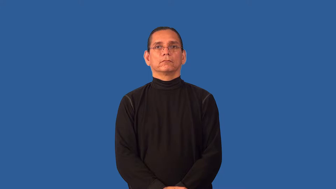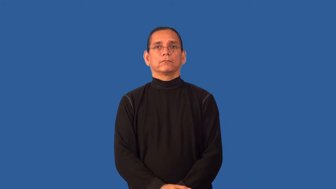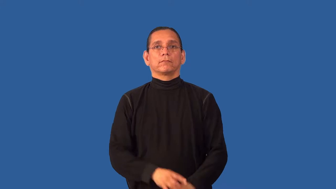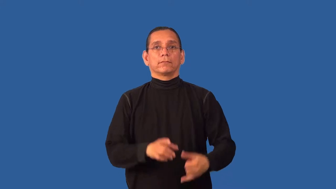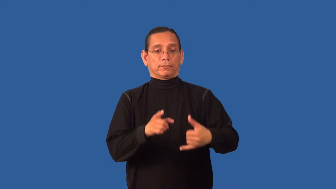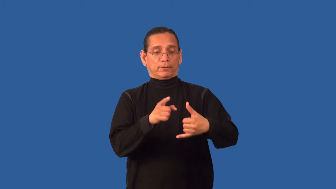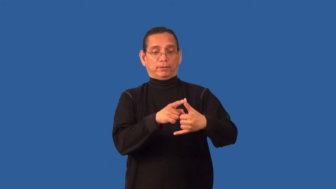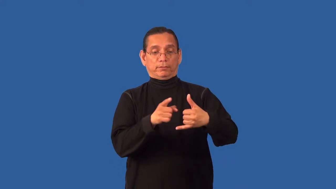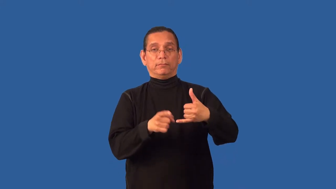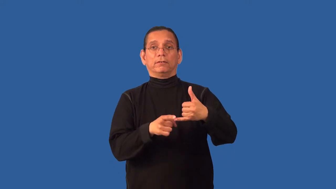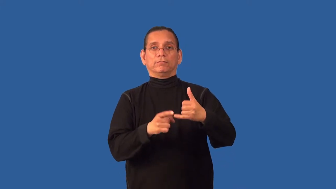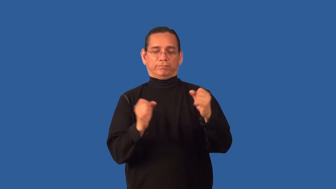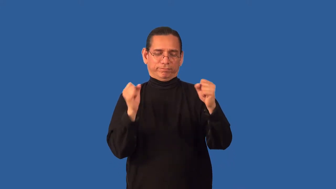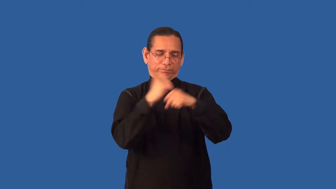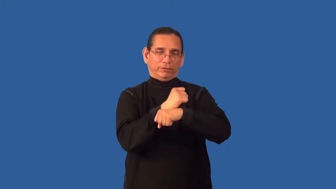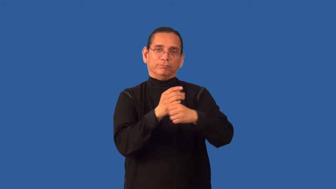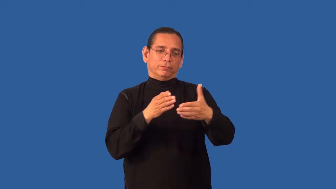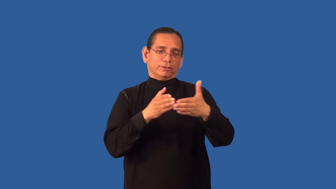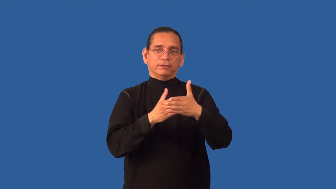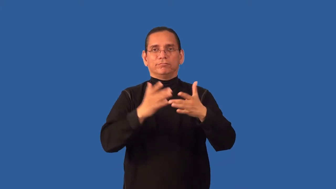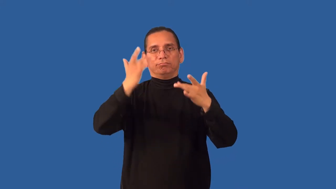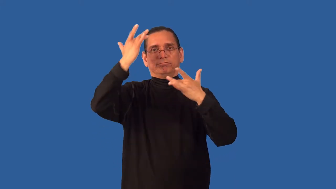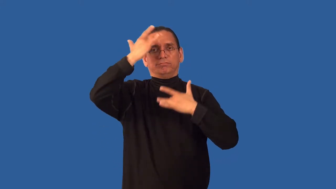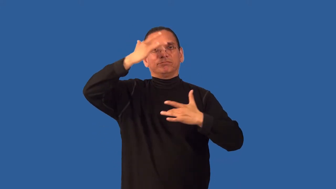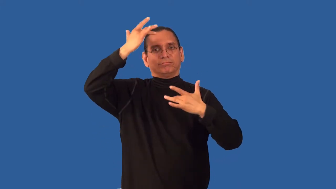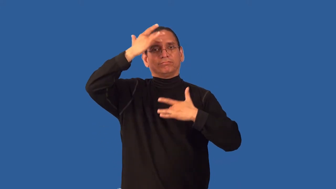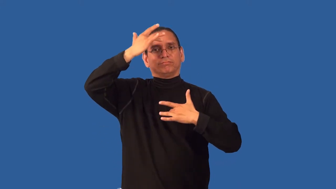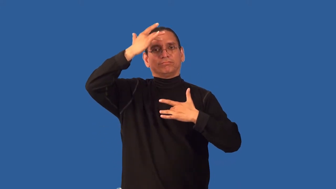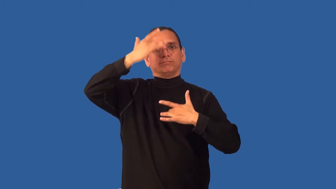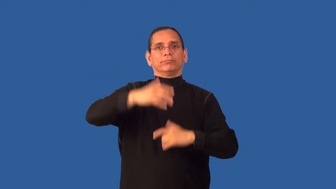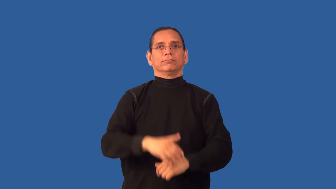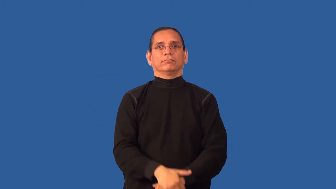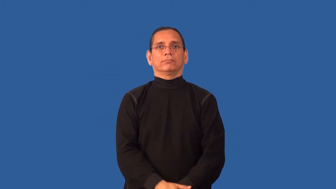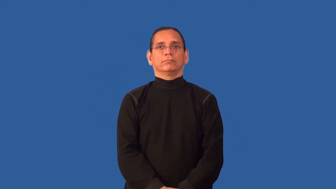antitoxin